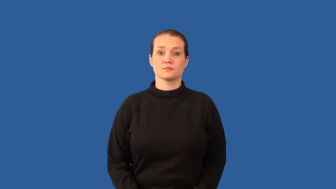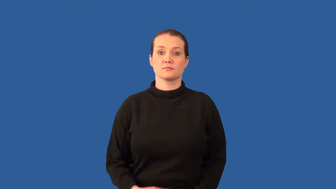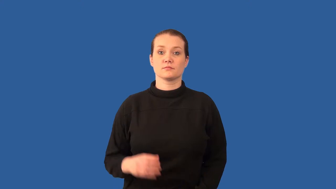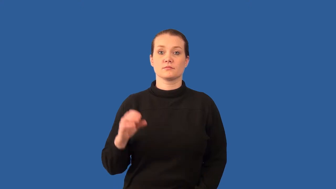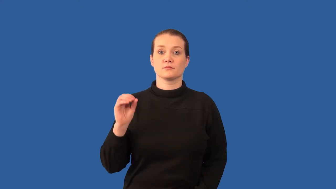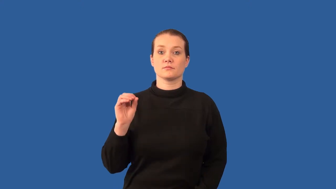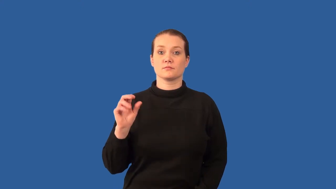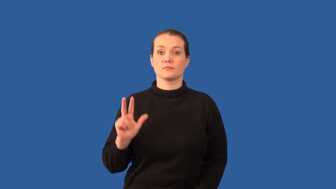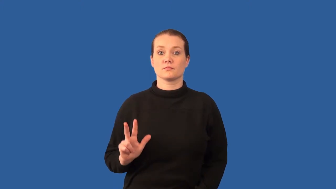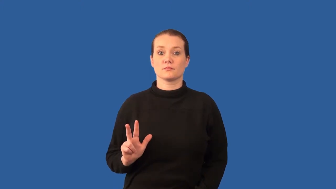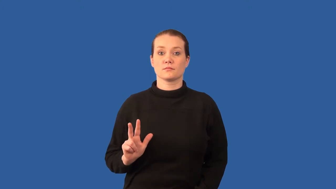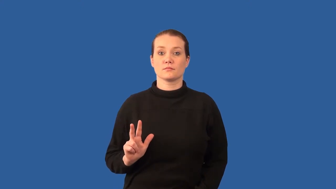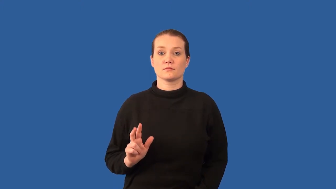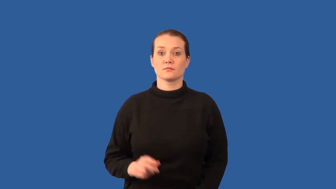ozone